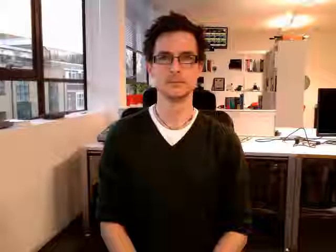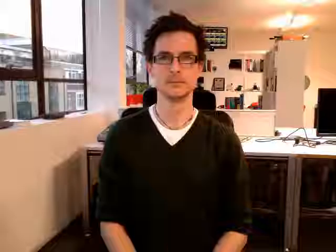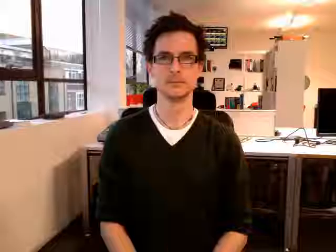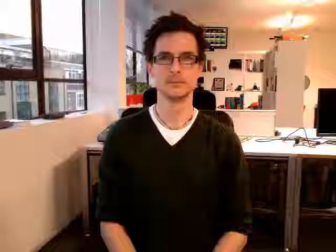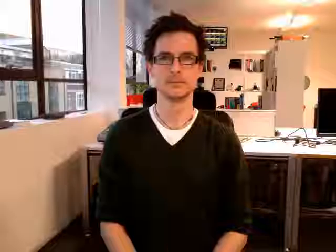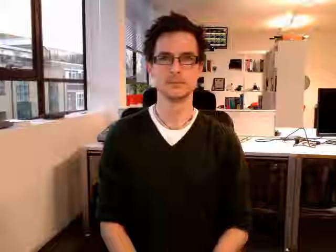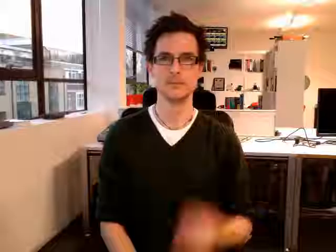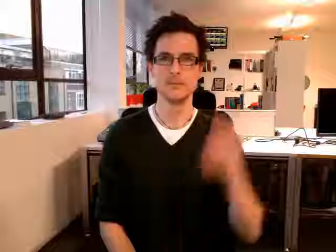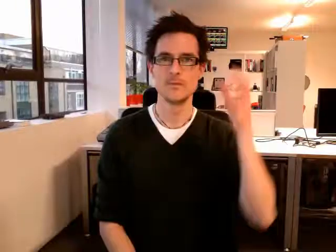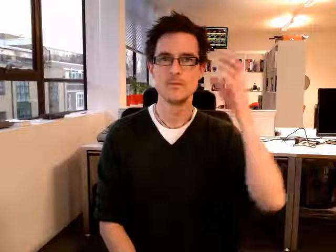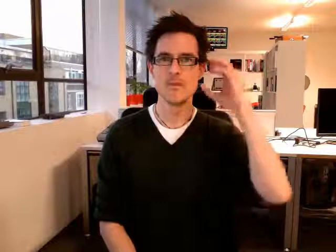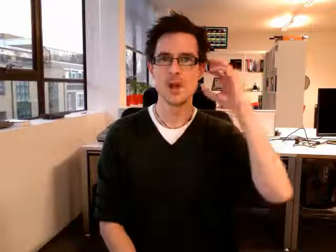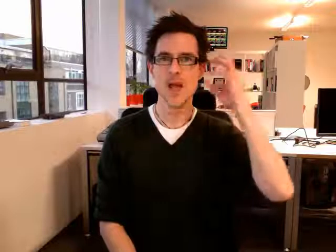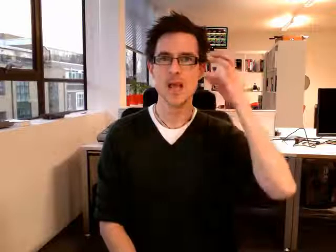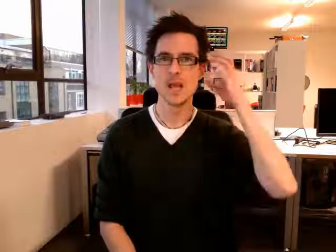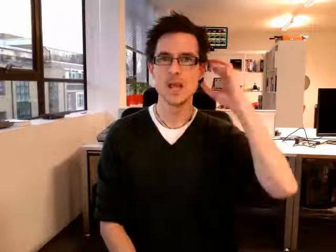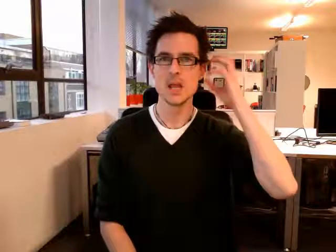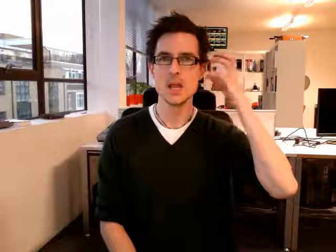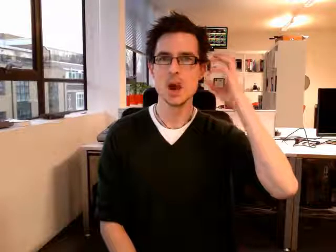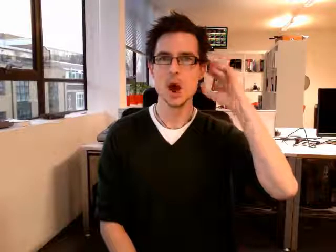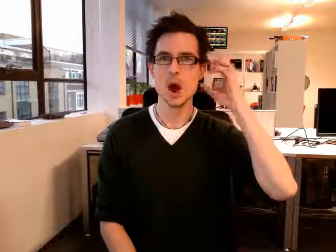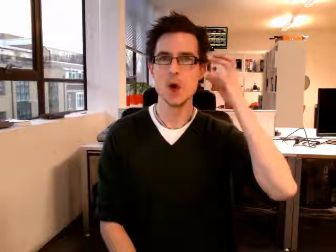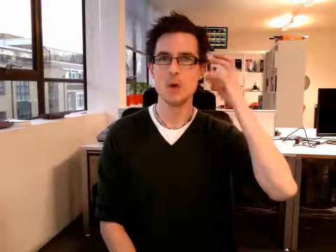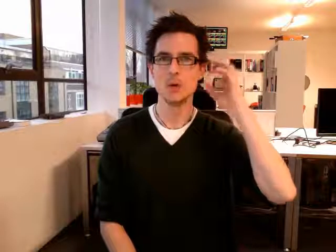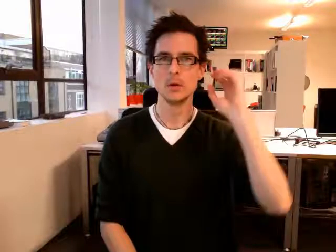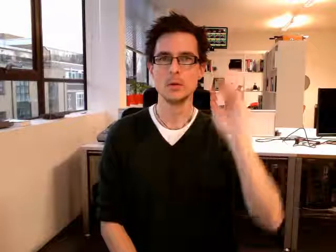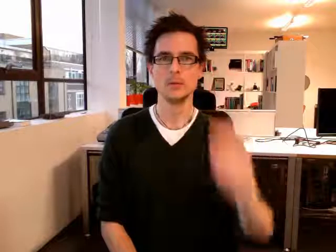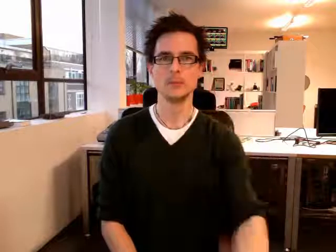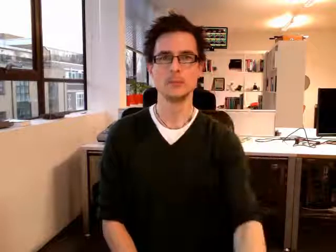radio